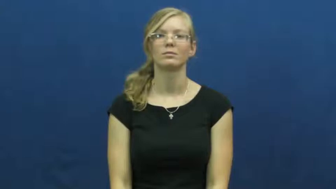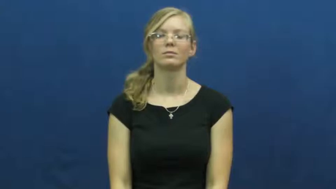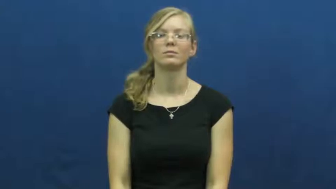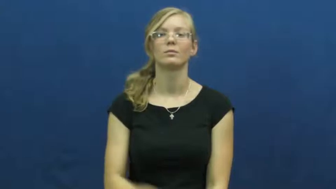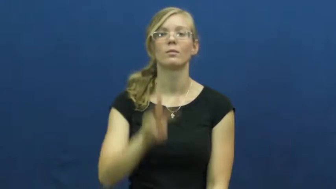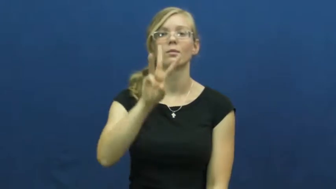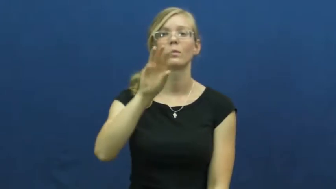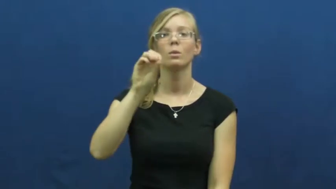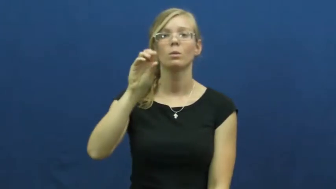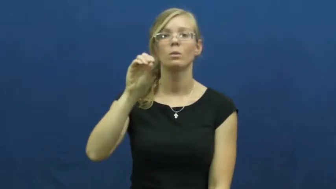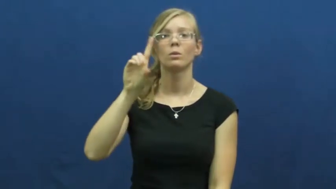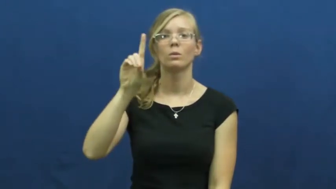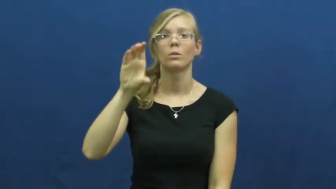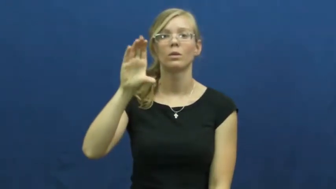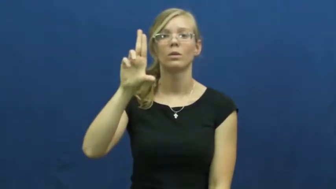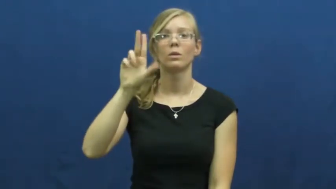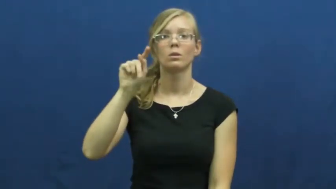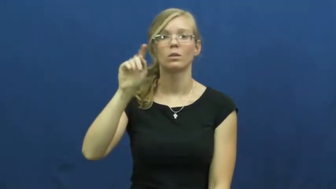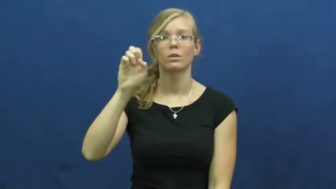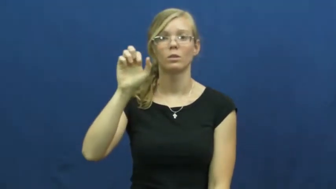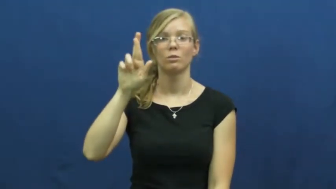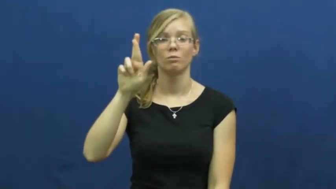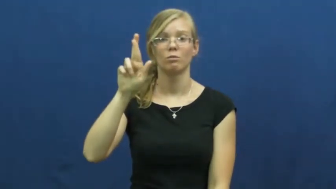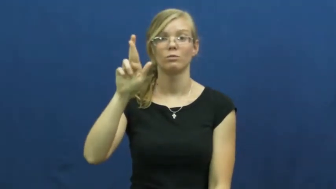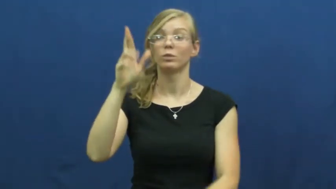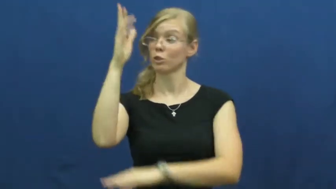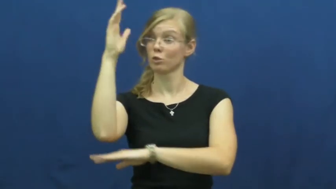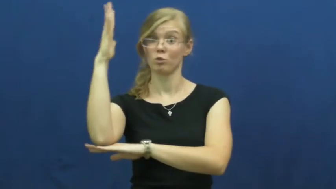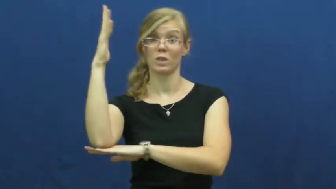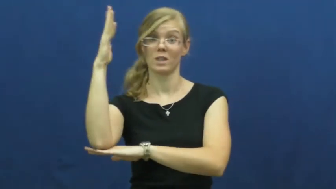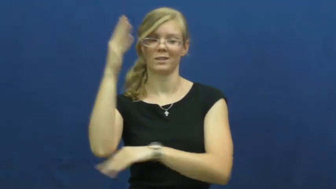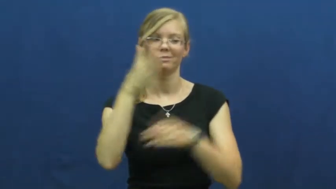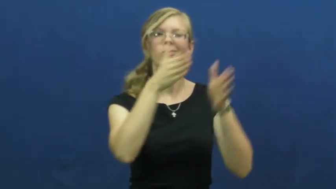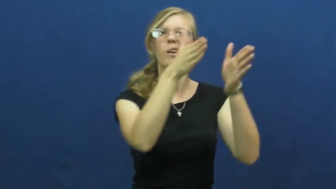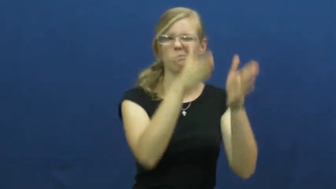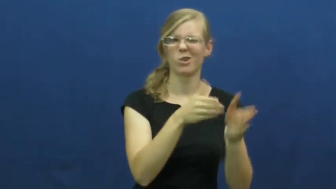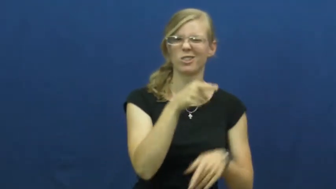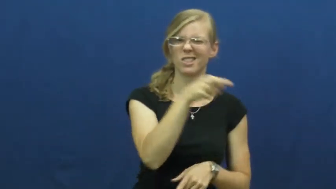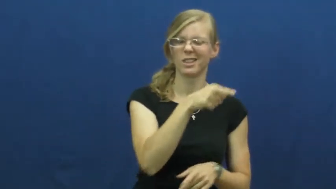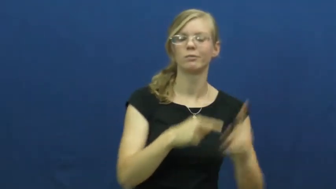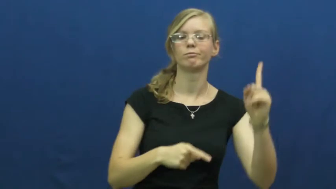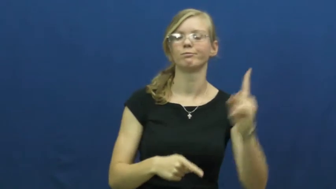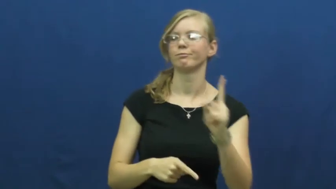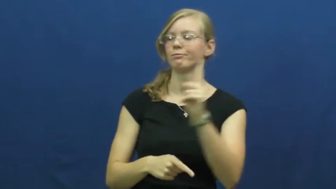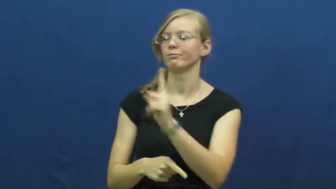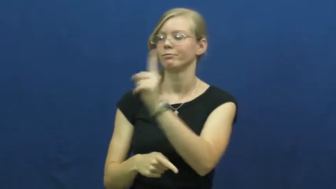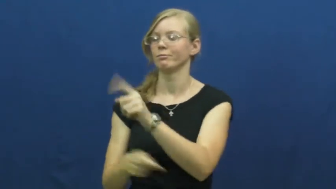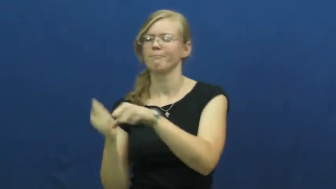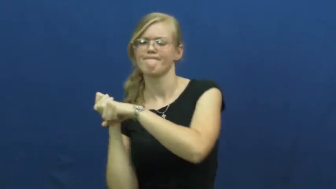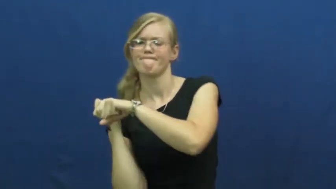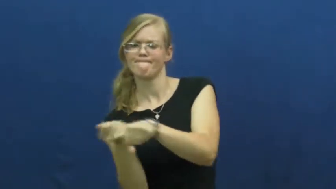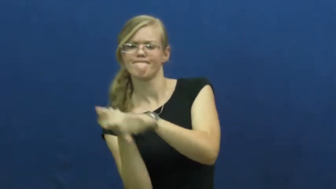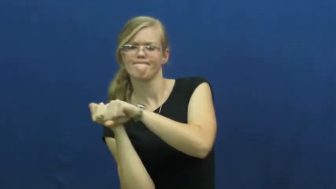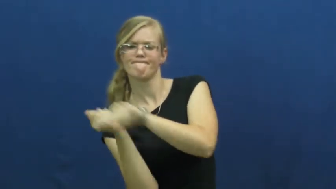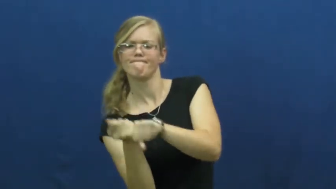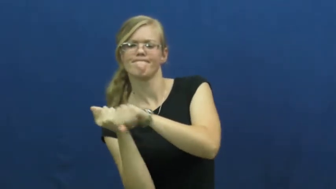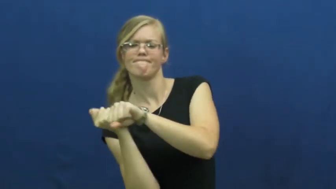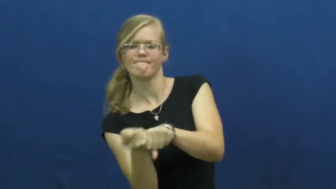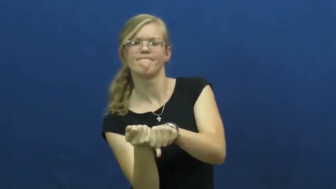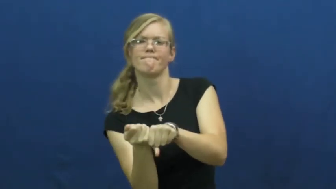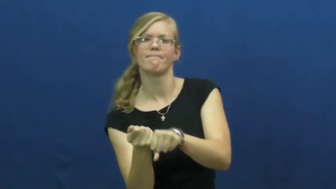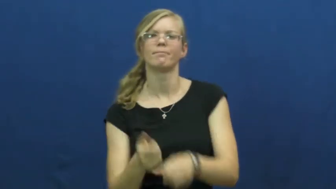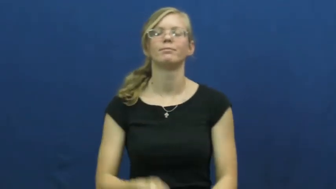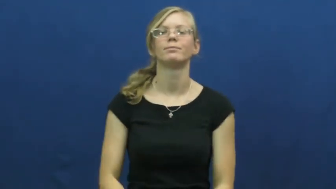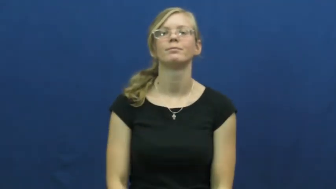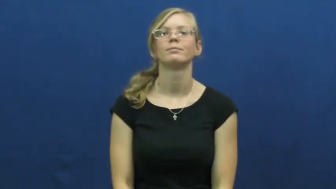woodcutter